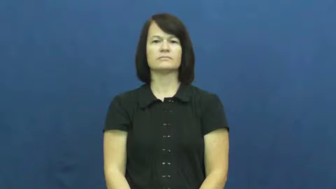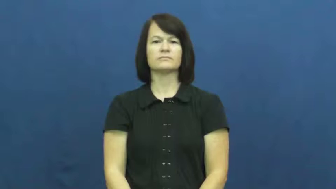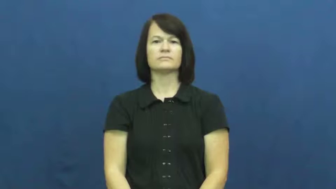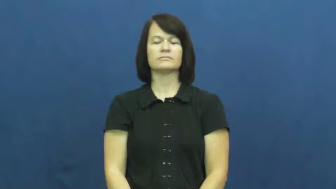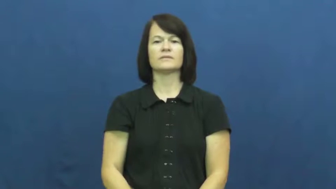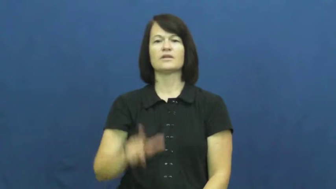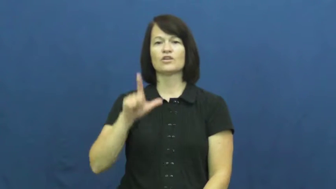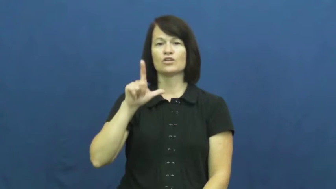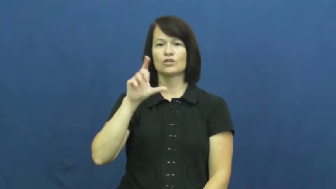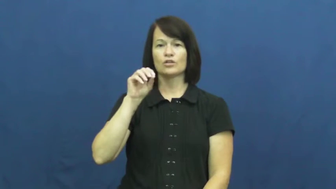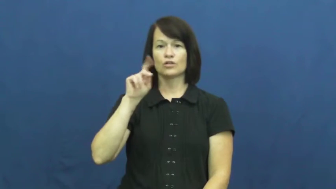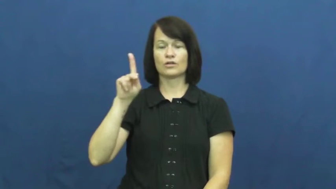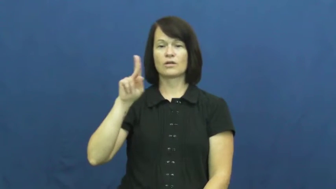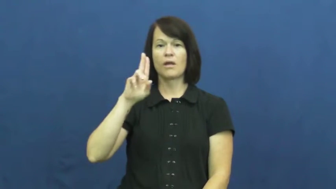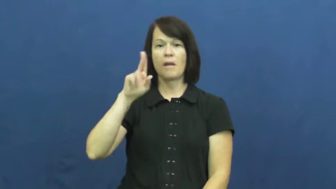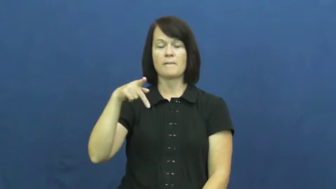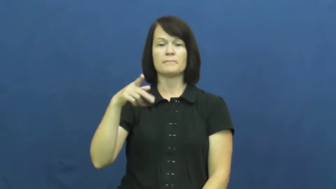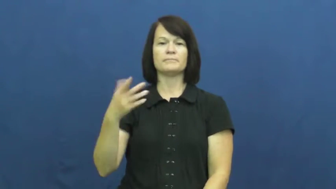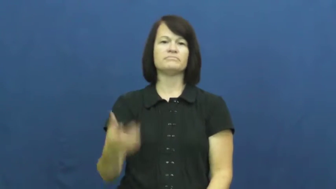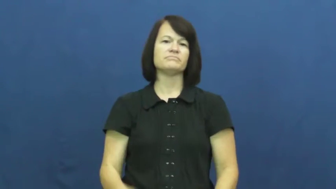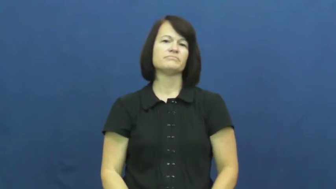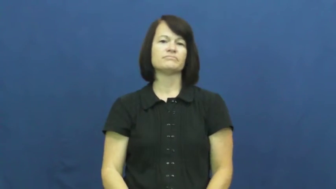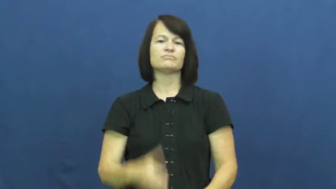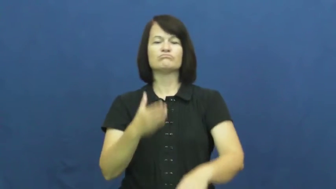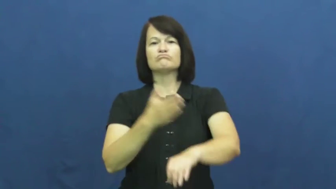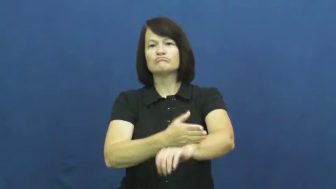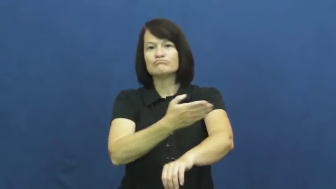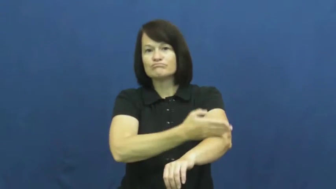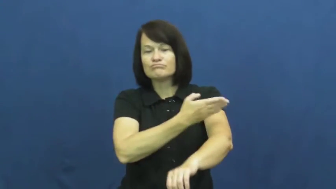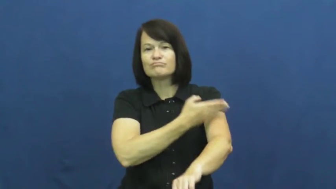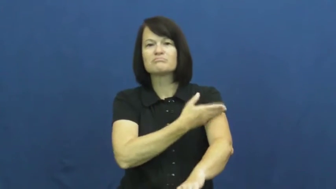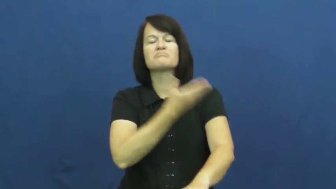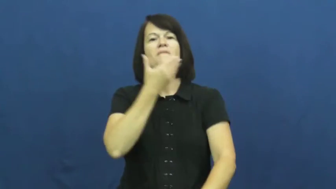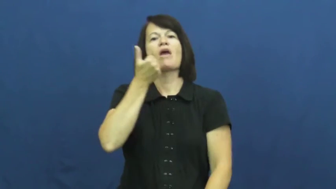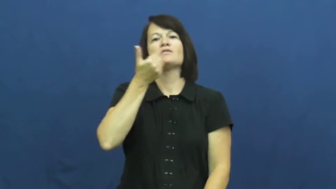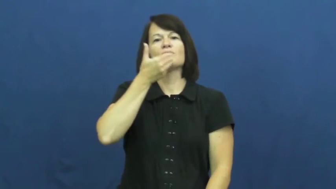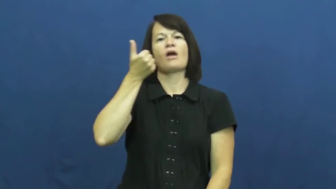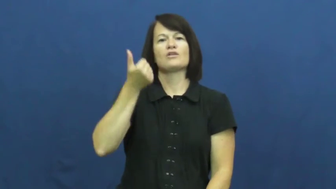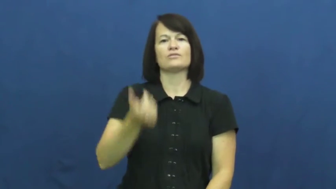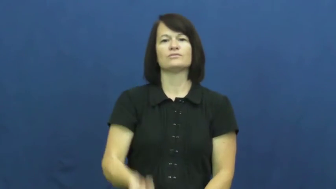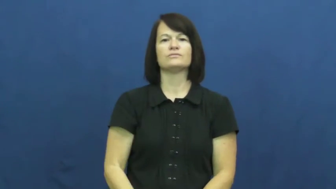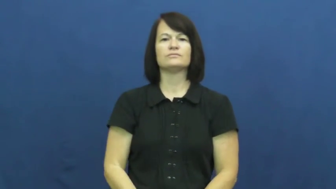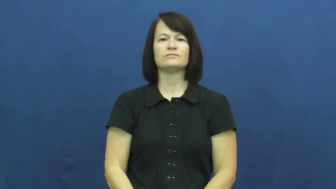look up-better